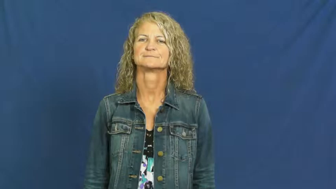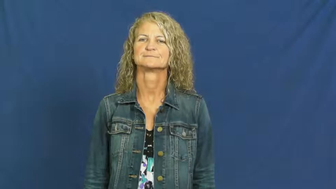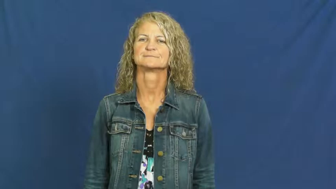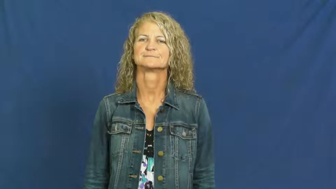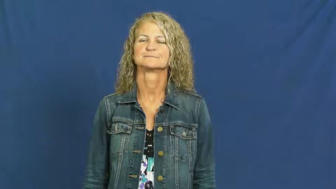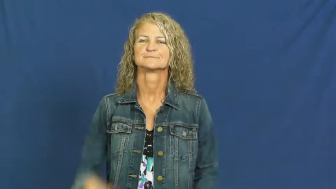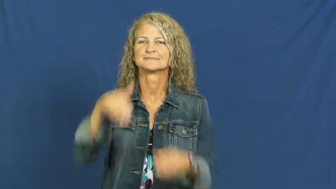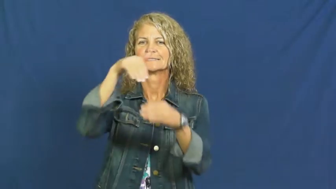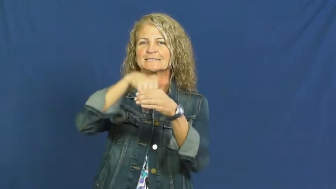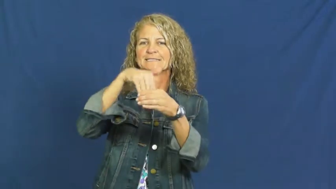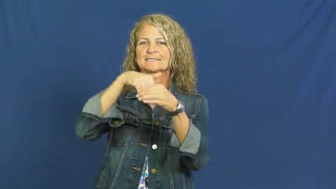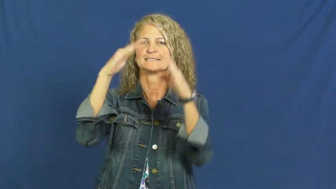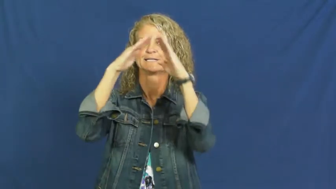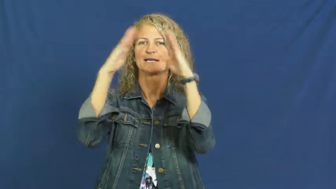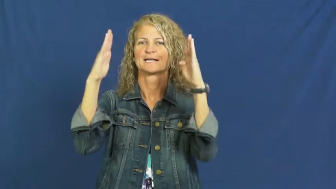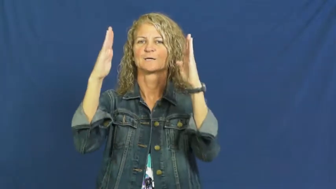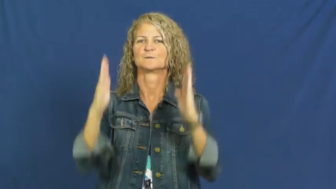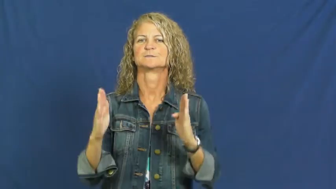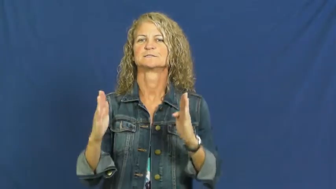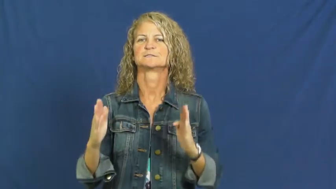indoor